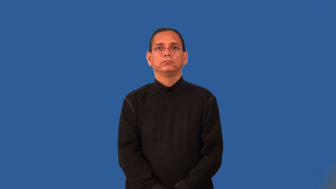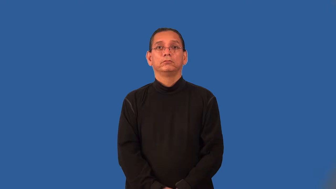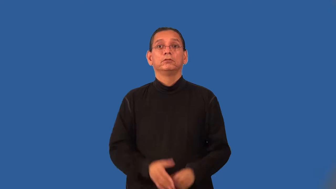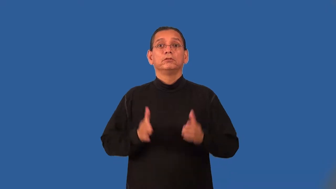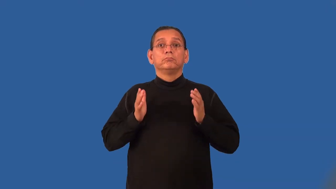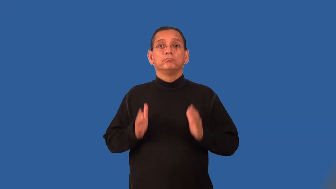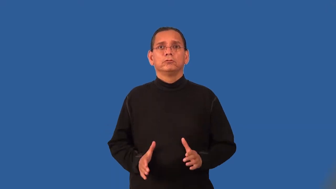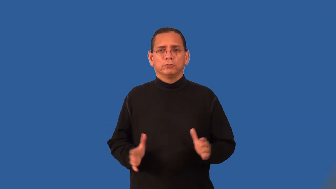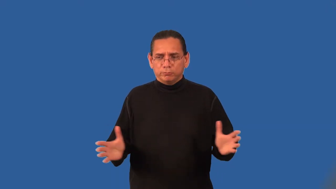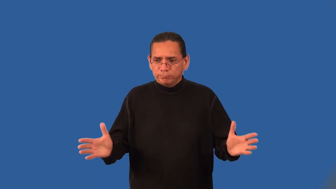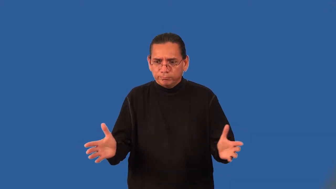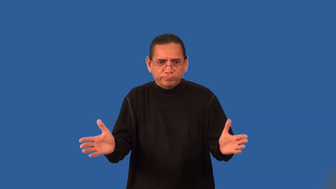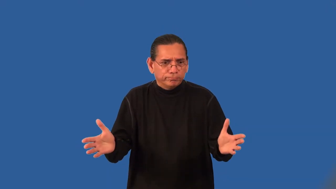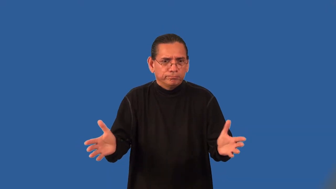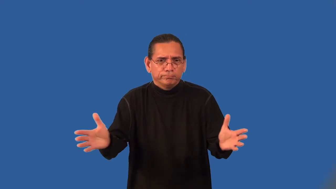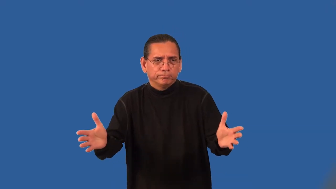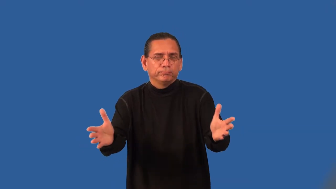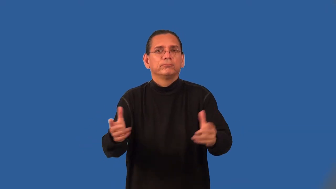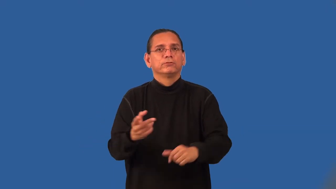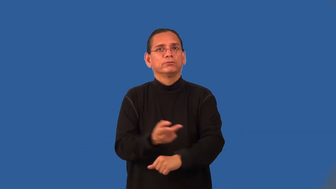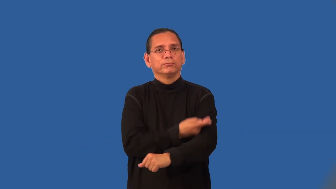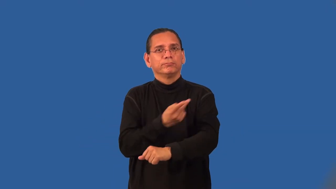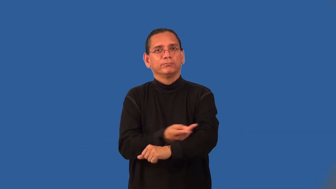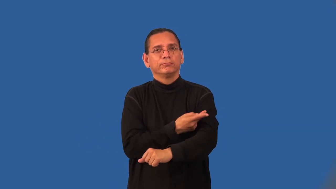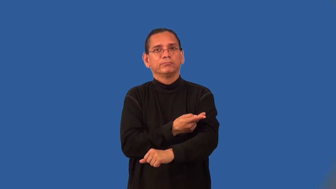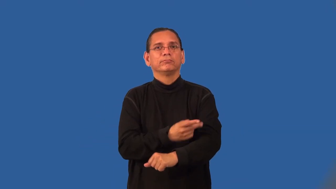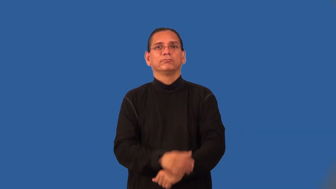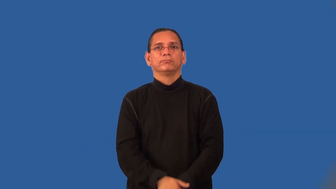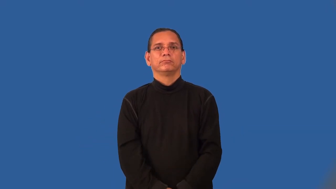sheepherder